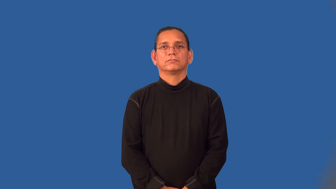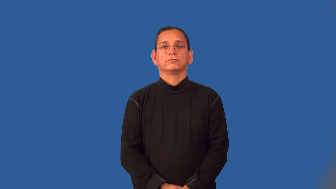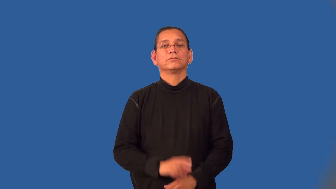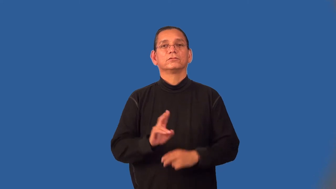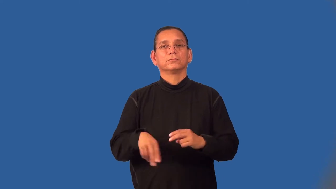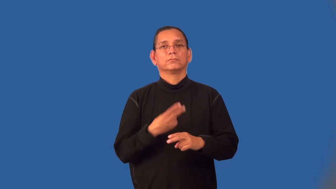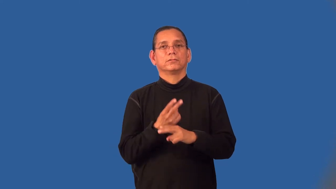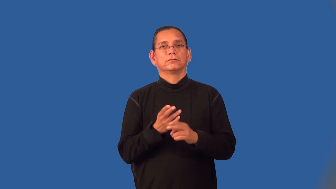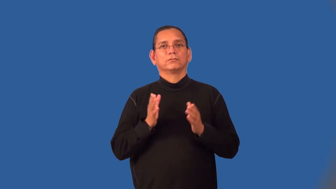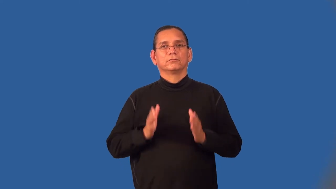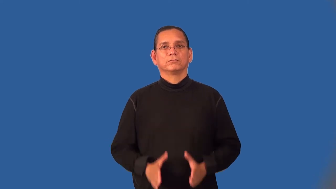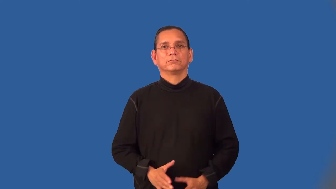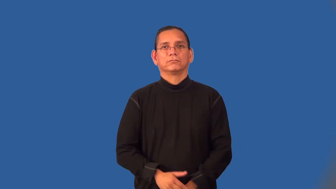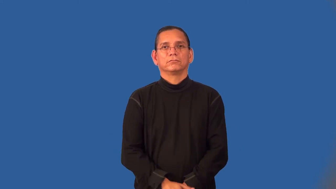tumbler